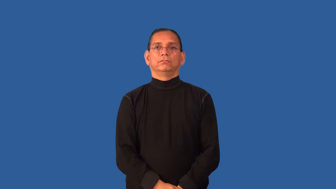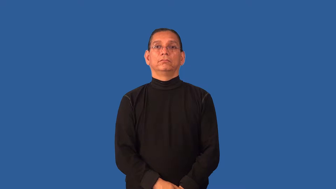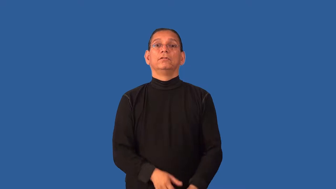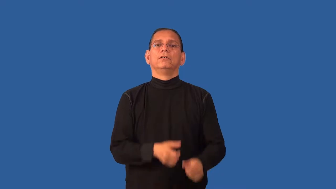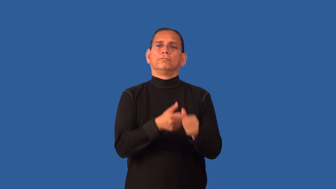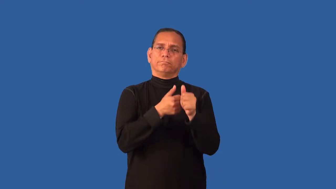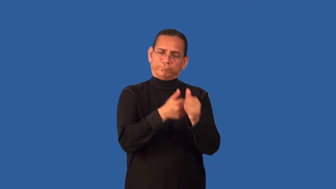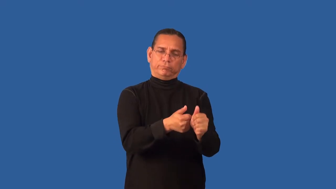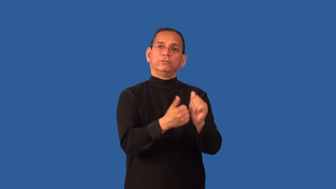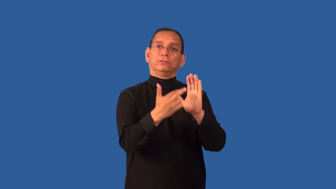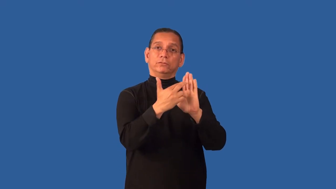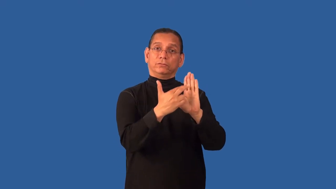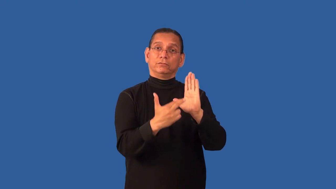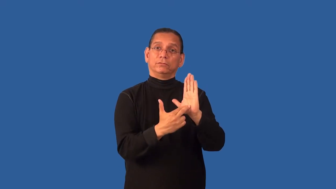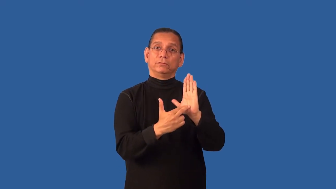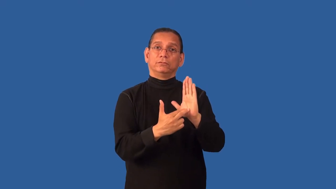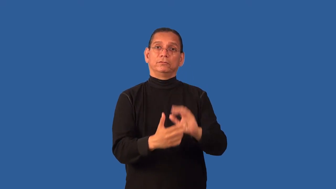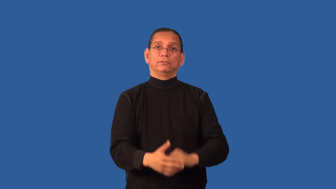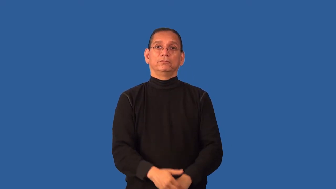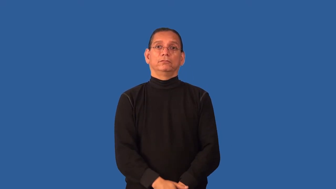disciplined